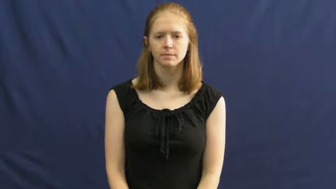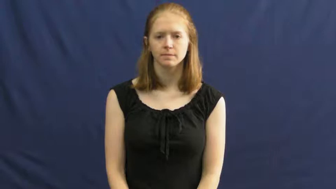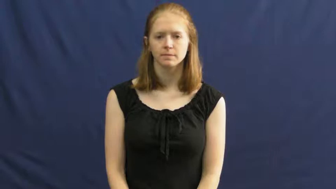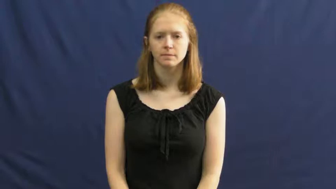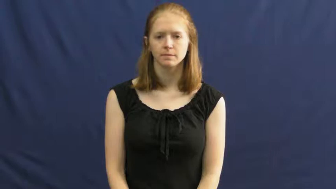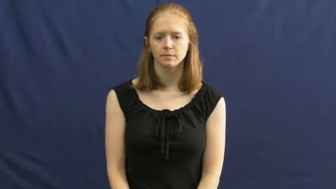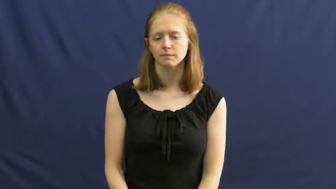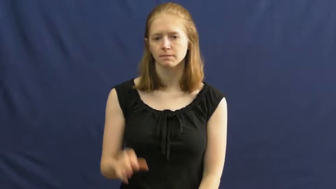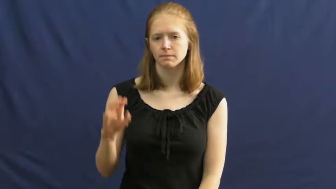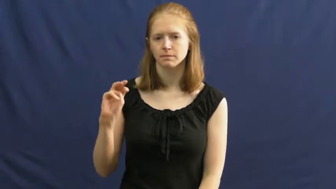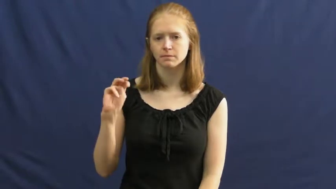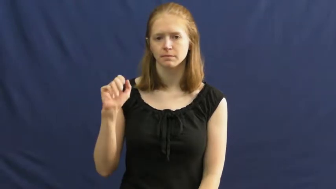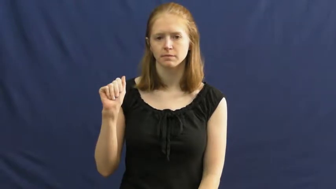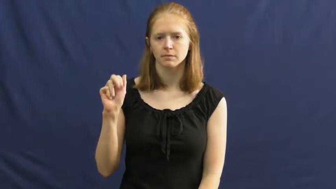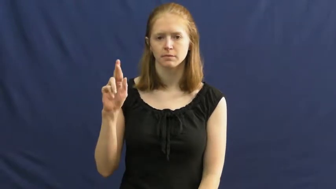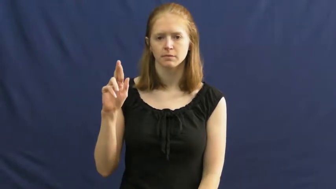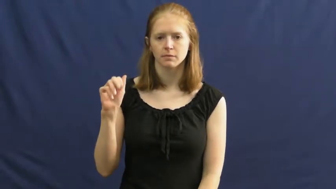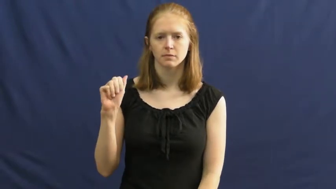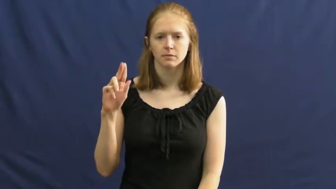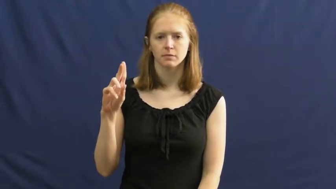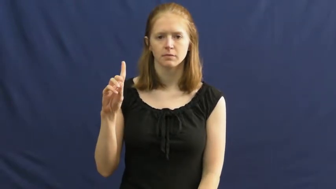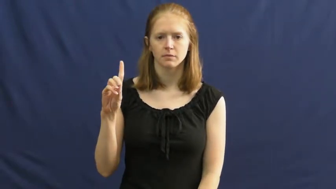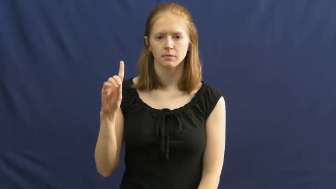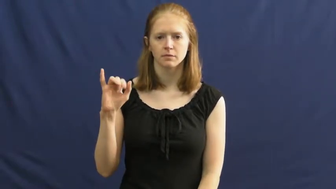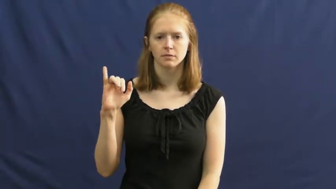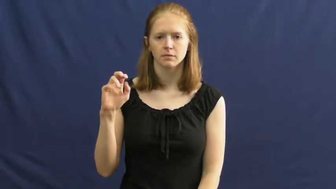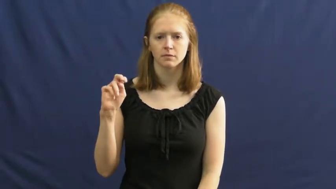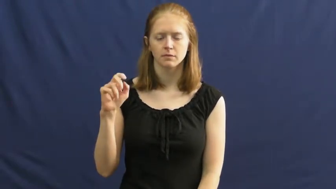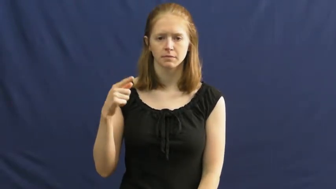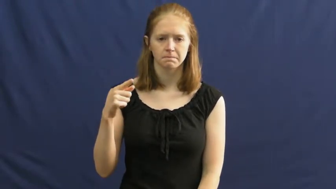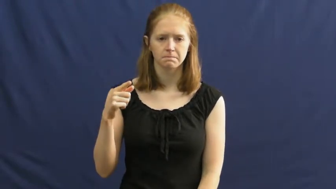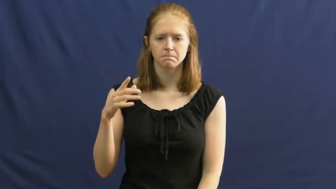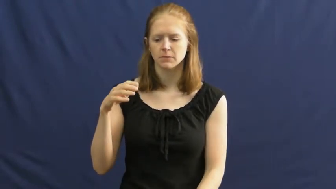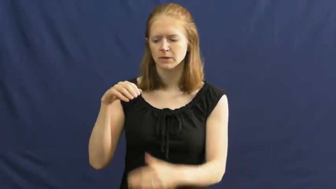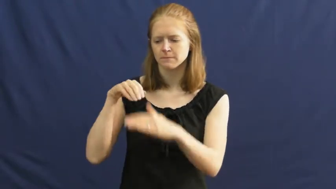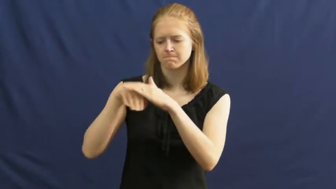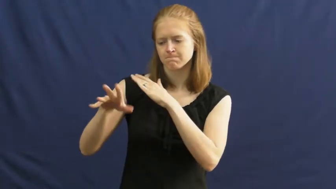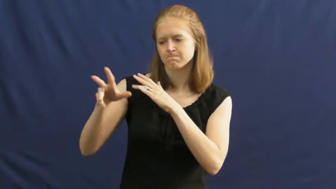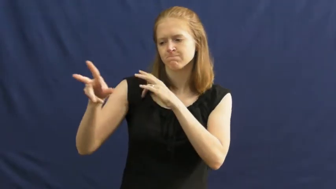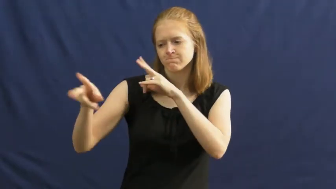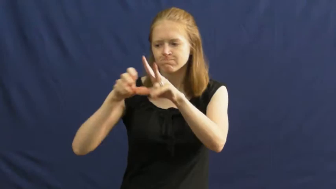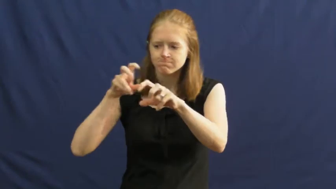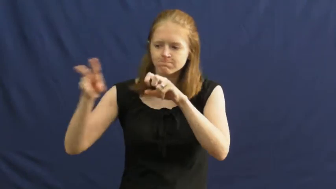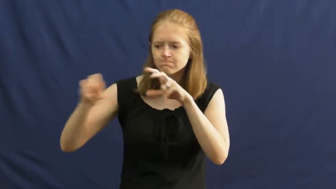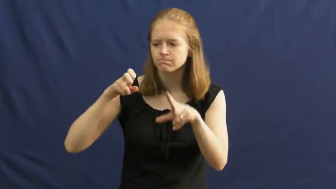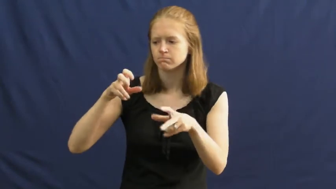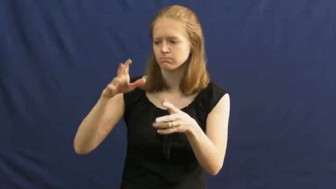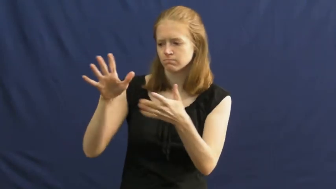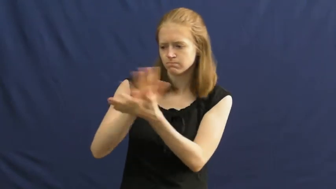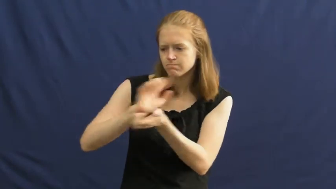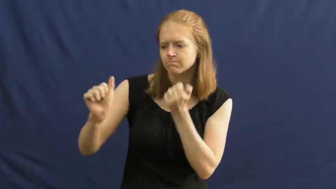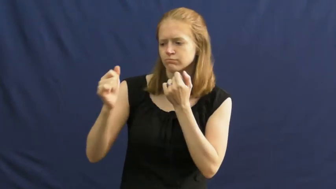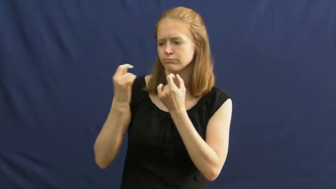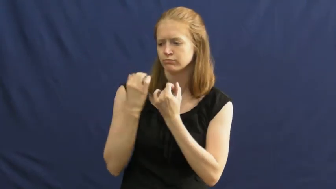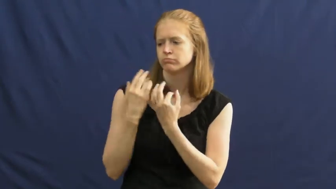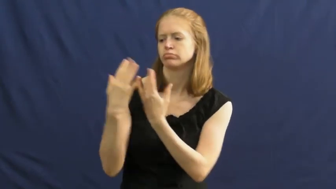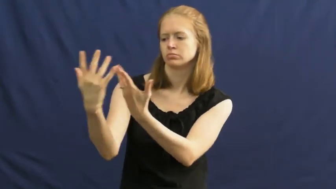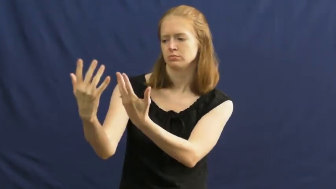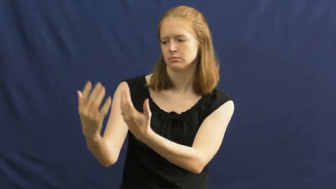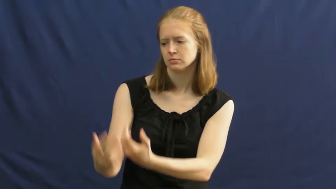maraud